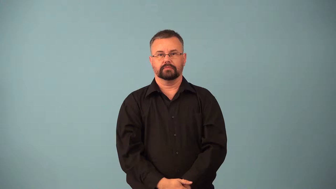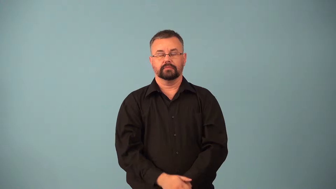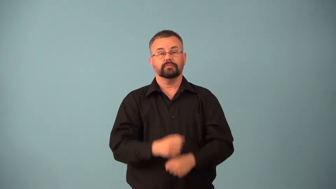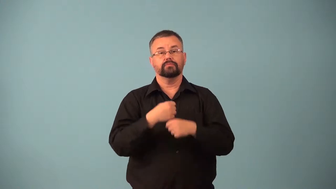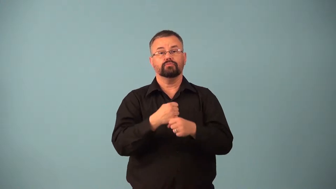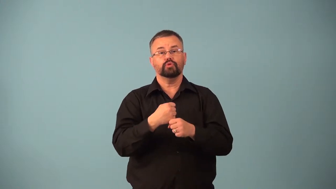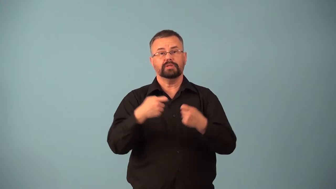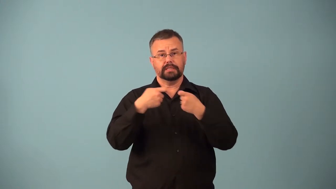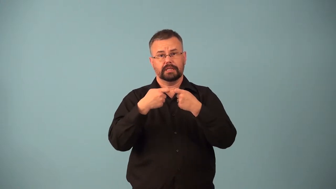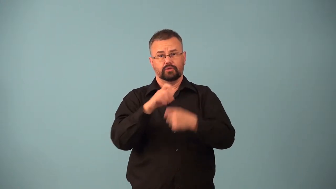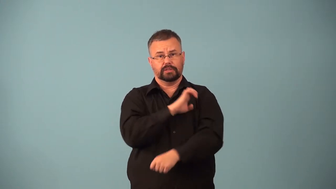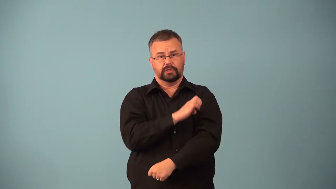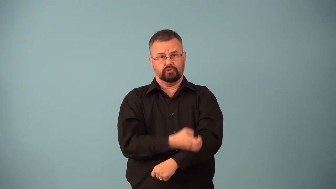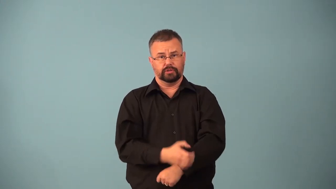electromotive